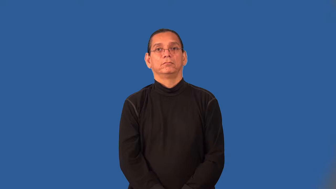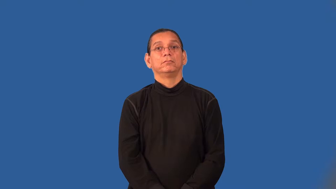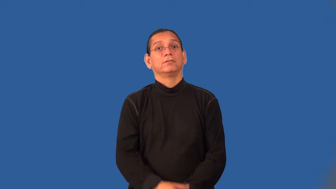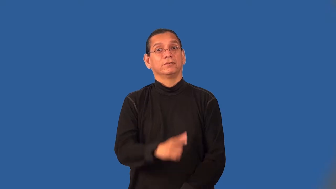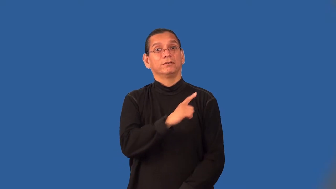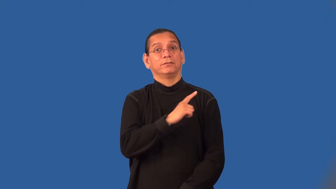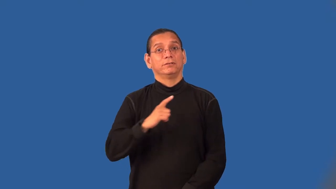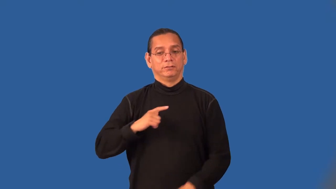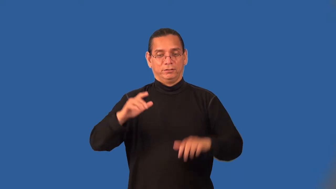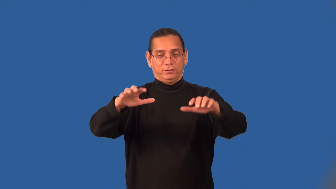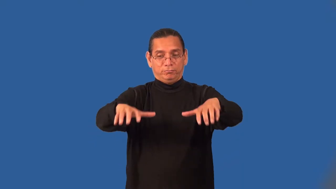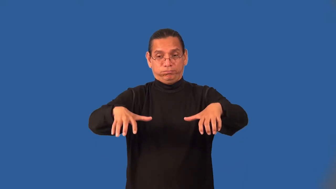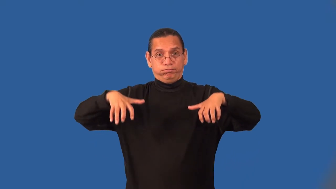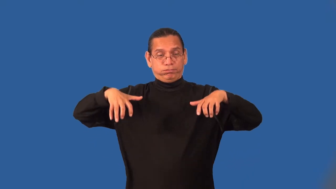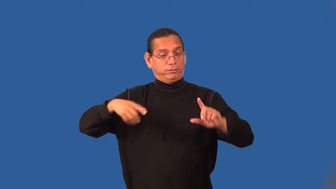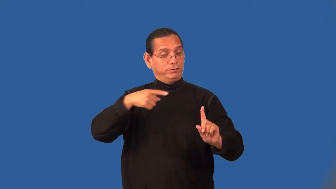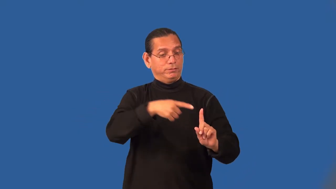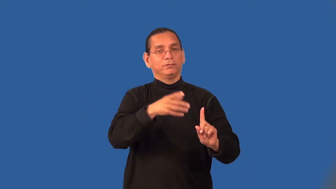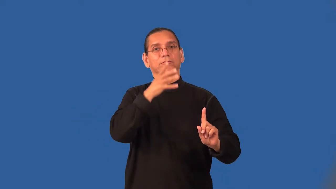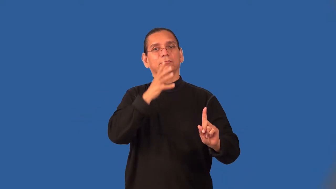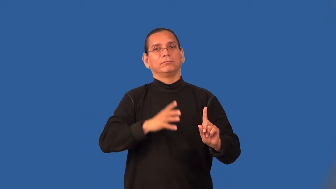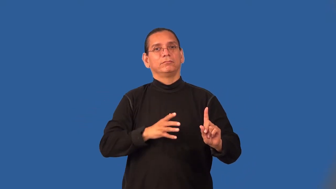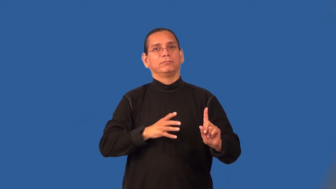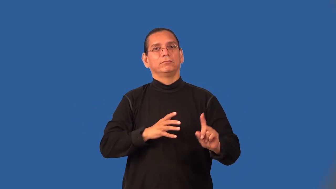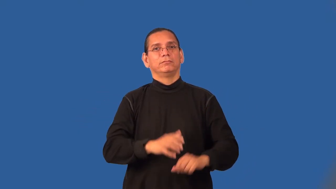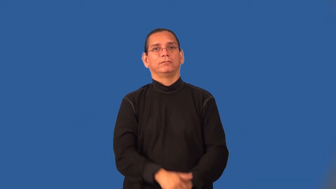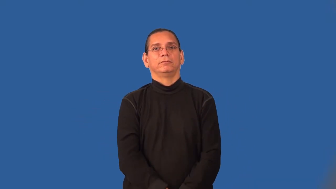assemblywoman